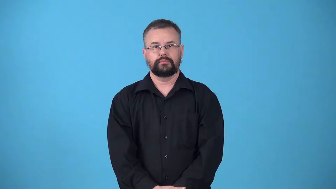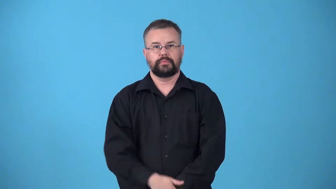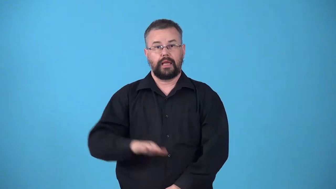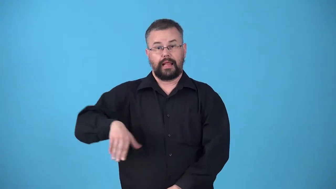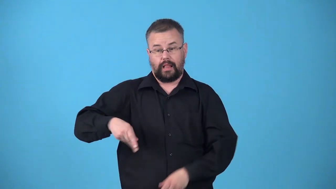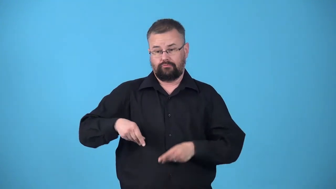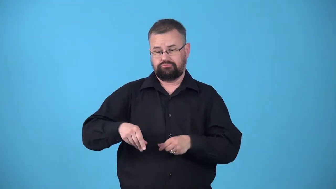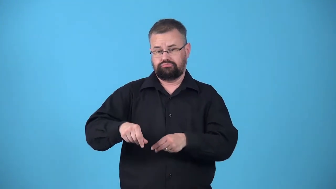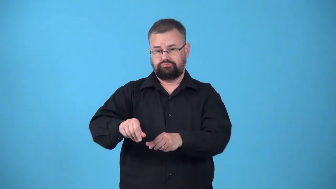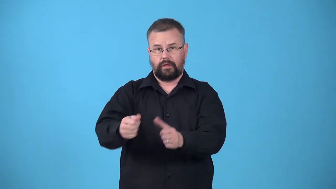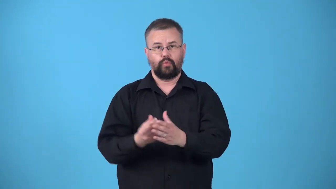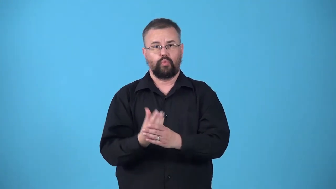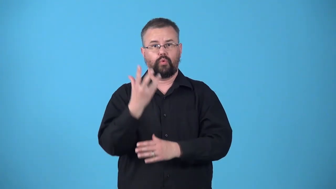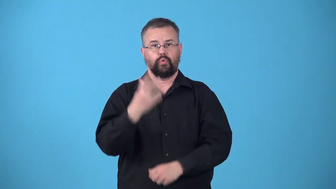unfertilized